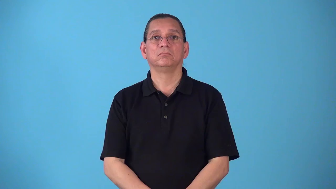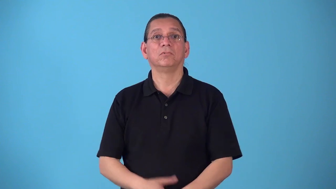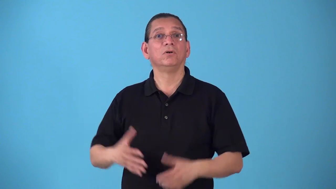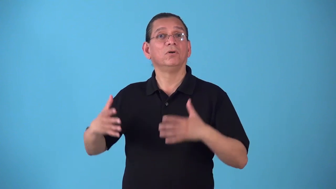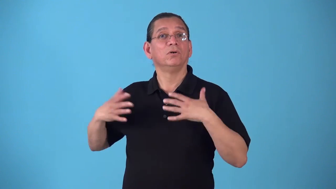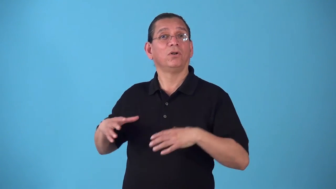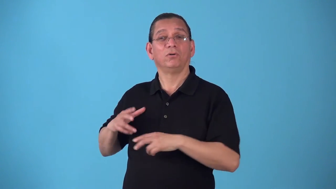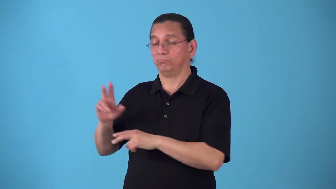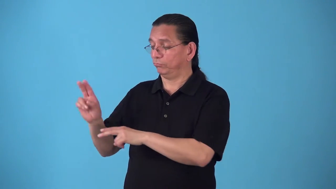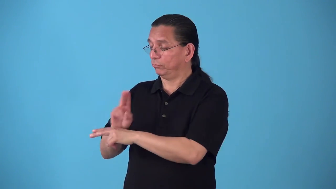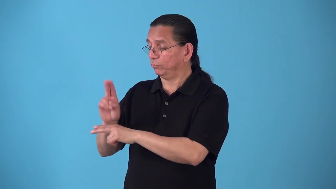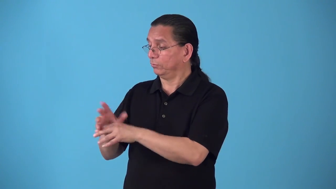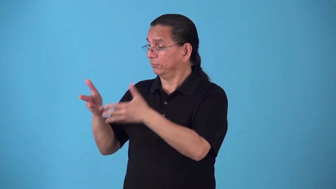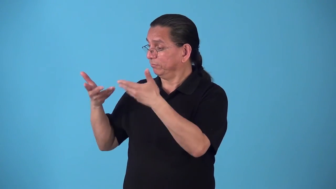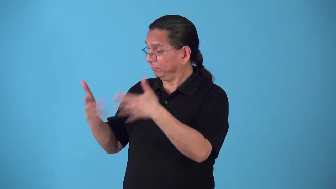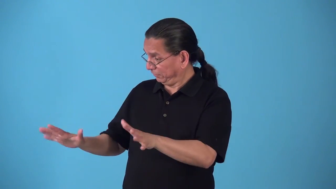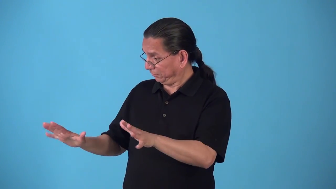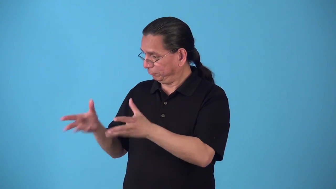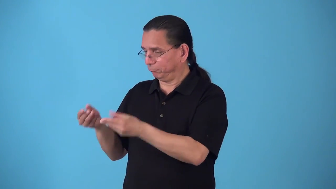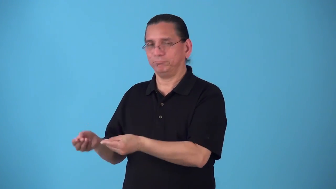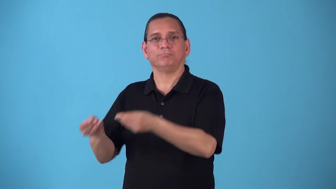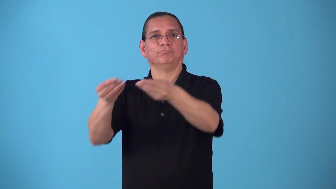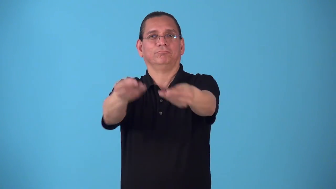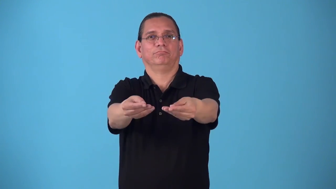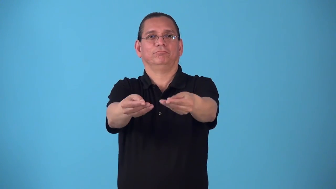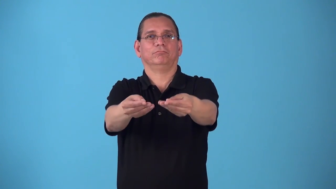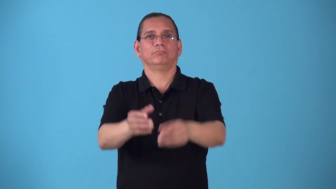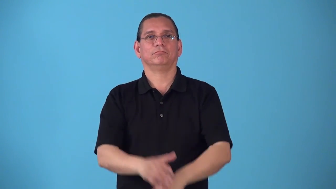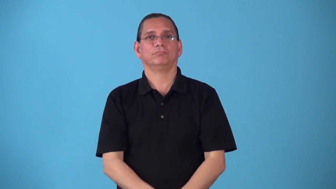secondhand,hand me down-already used or worn